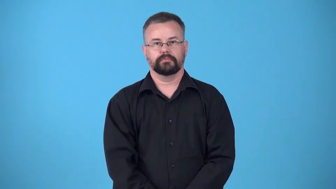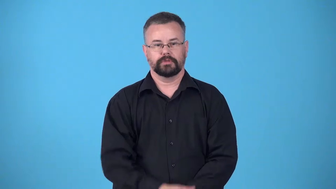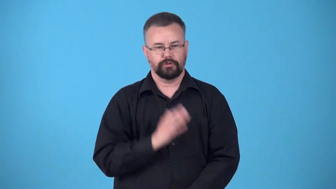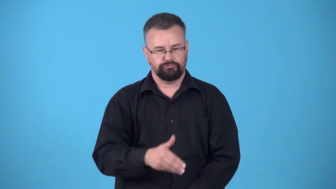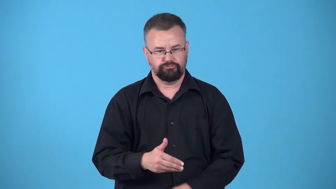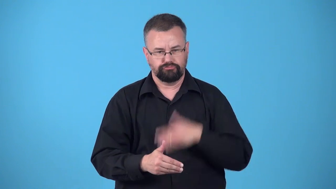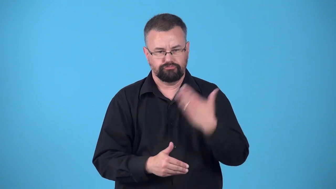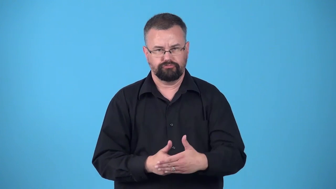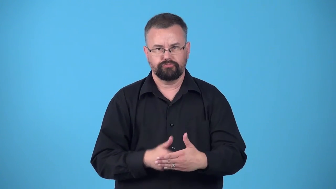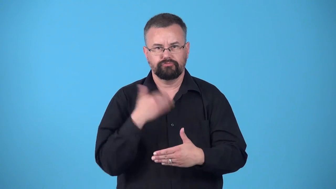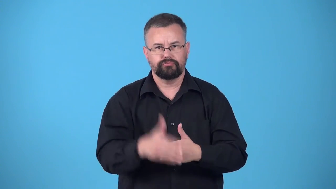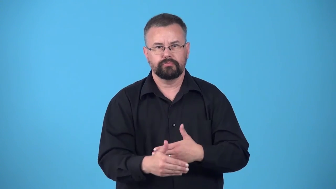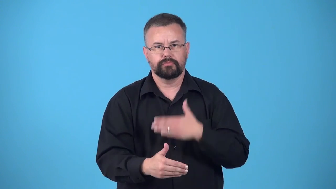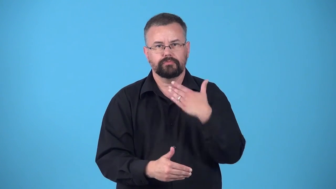one after the other, one right after the other,in turn-things come continuously one at a time